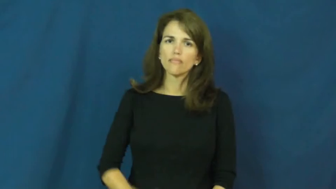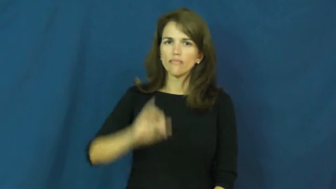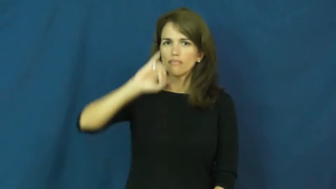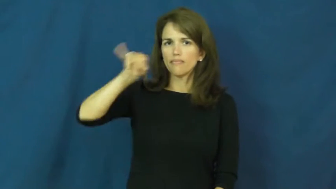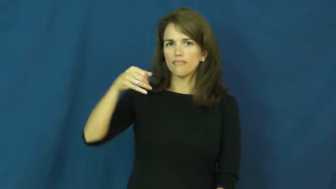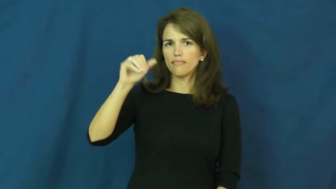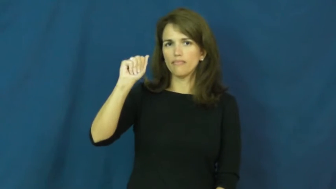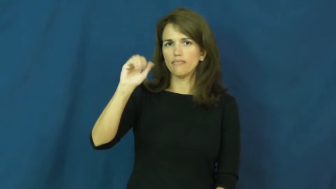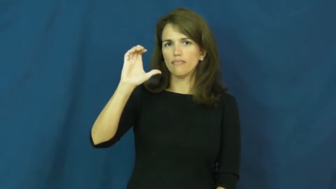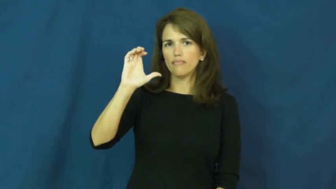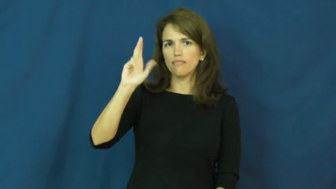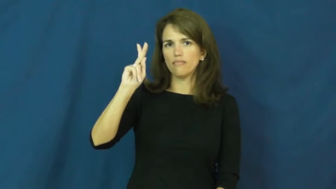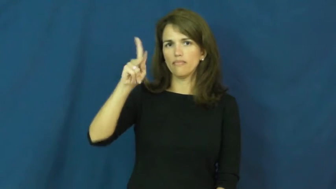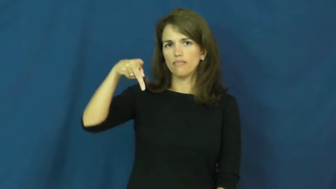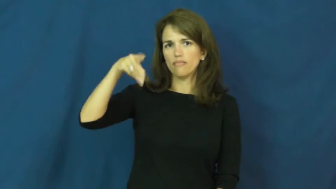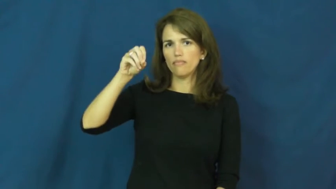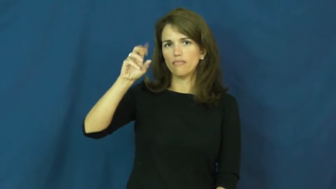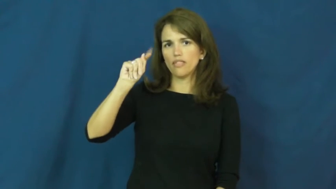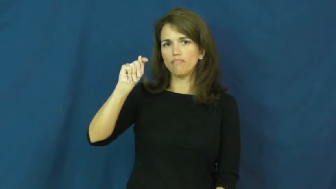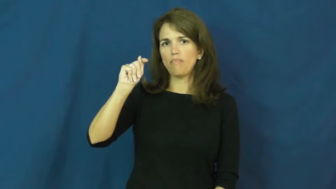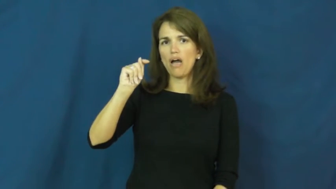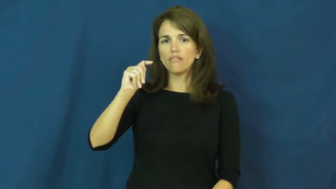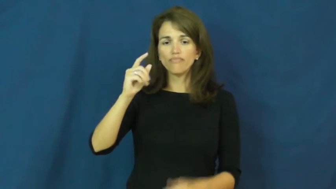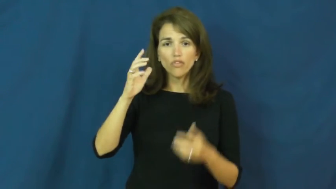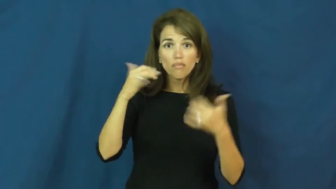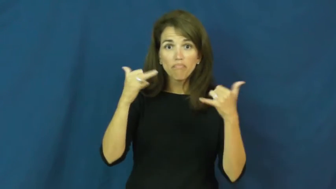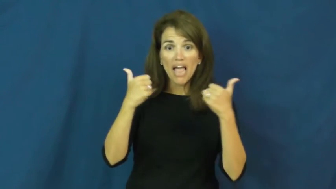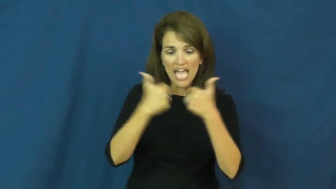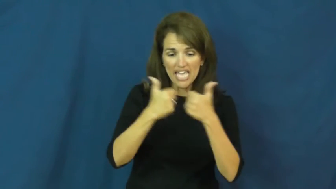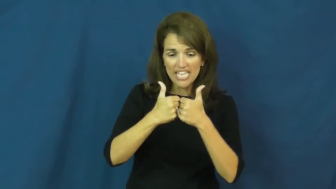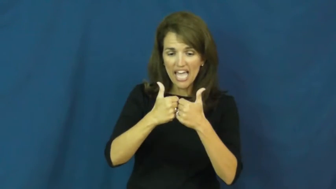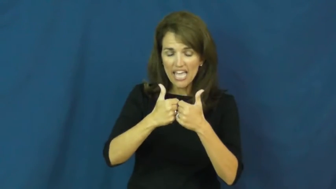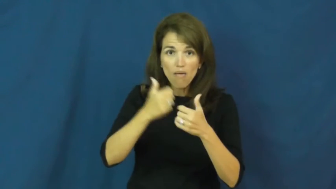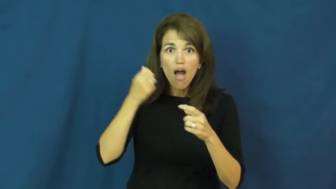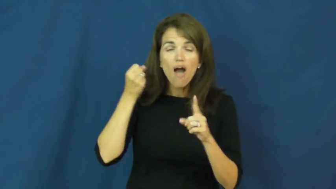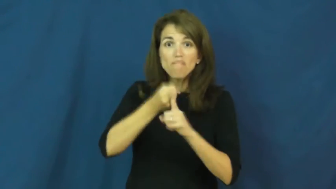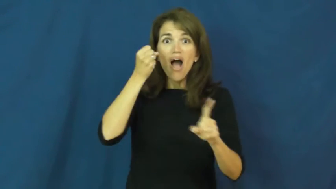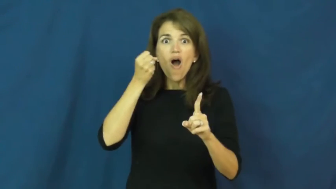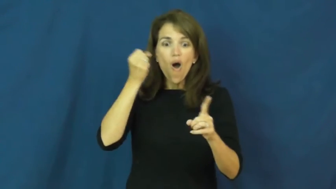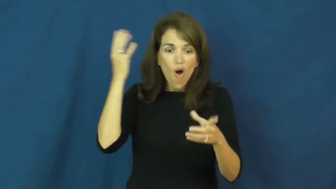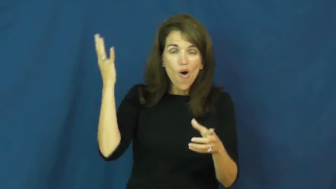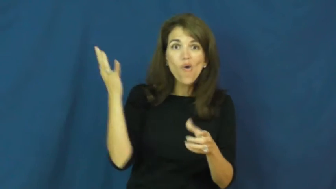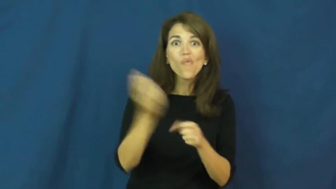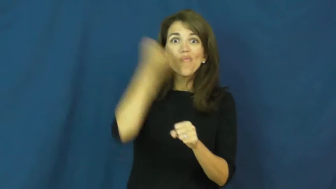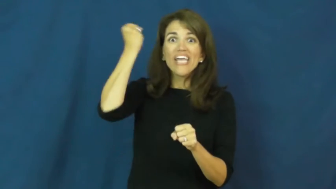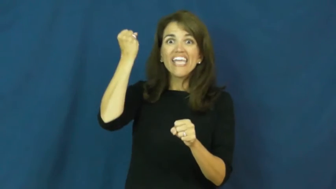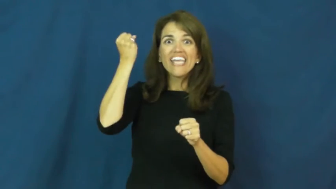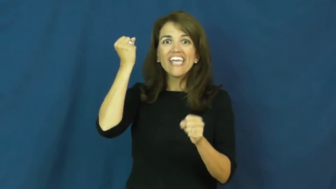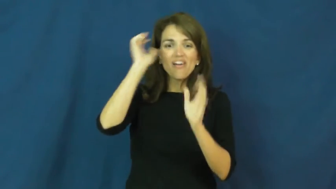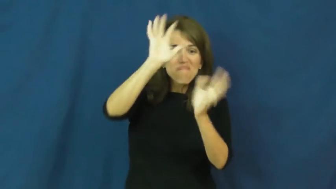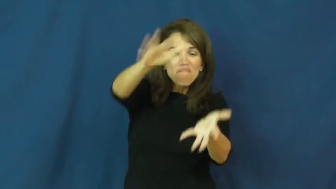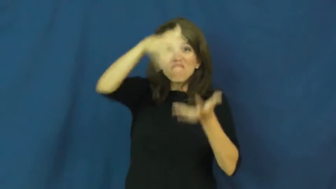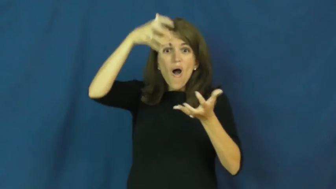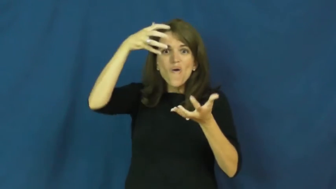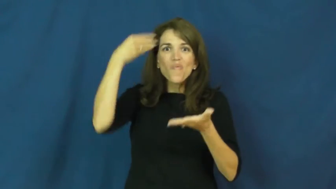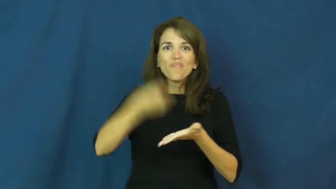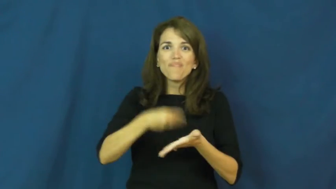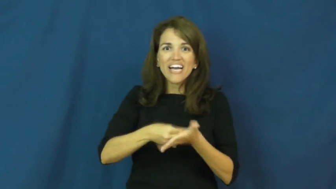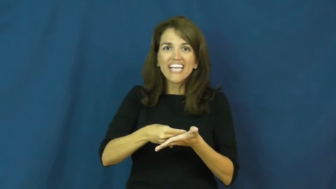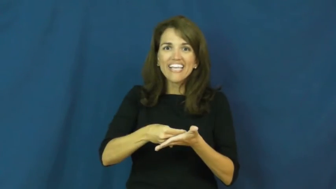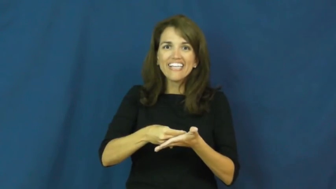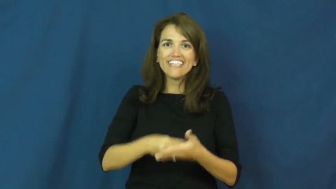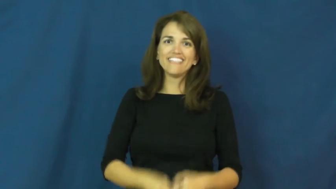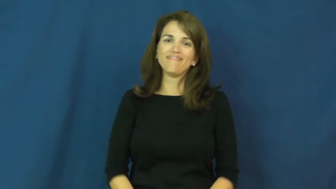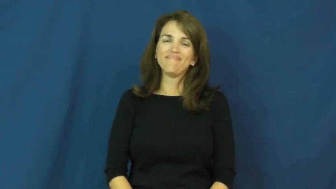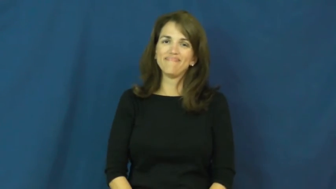jackpot